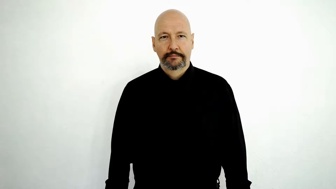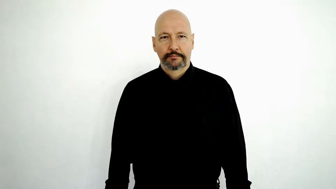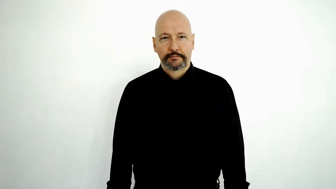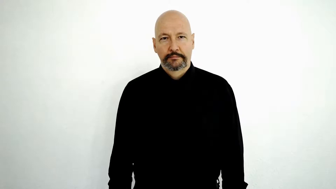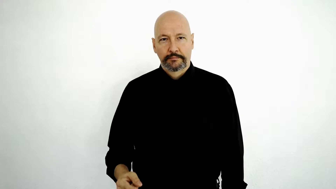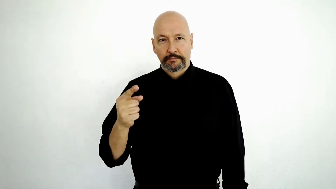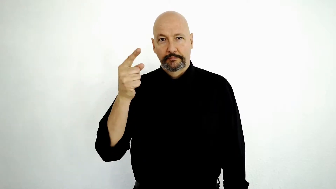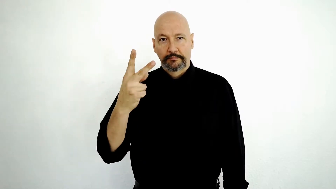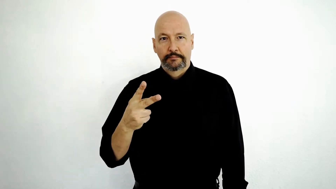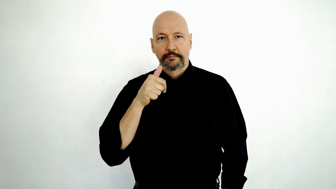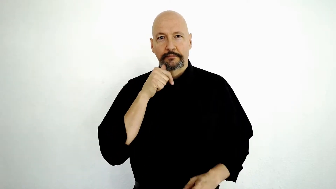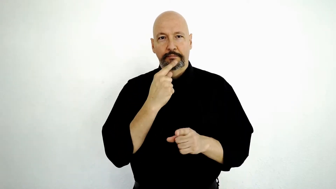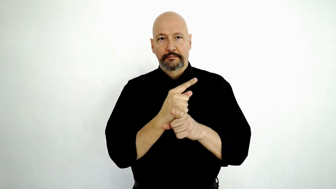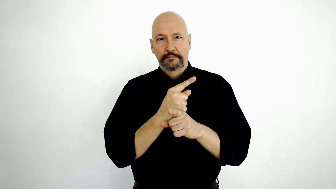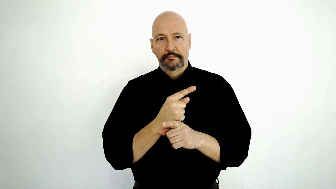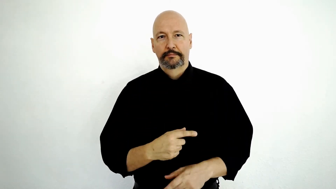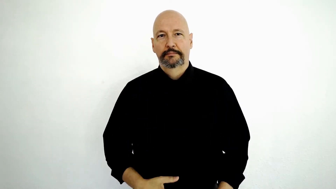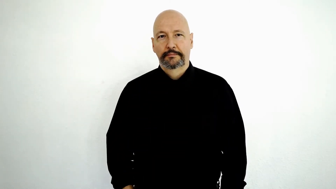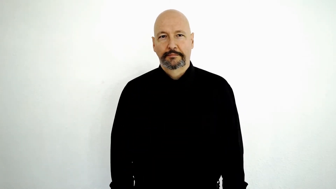HALF SISTER